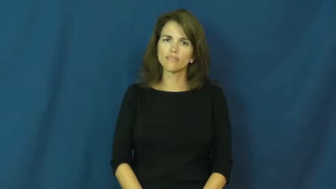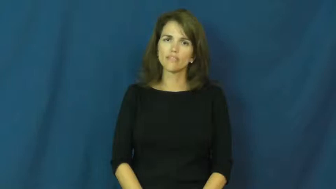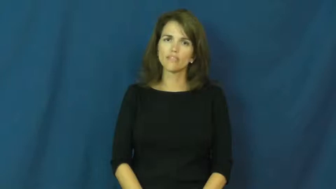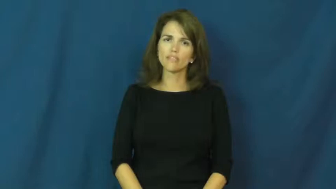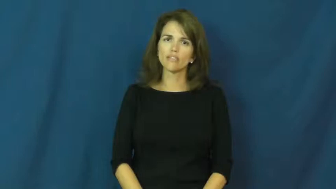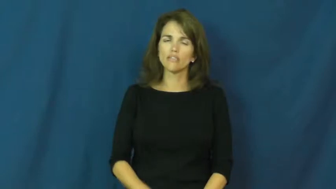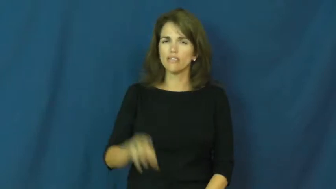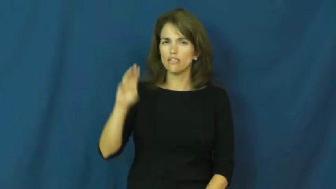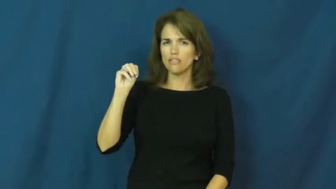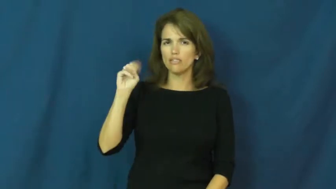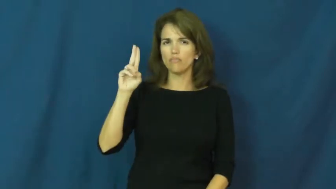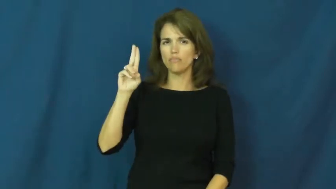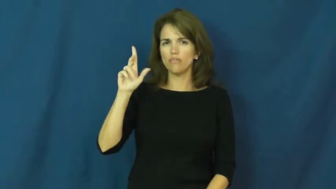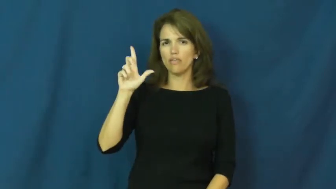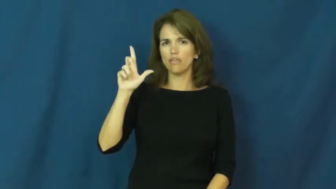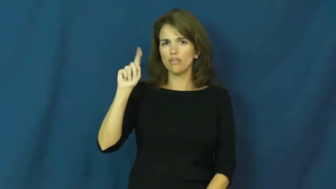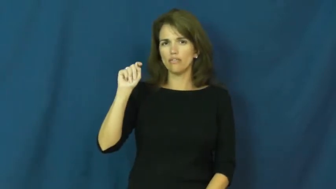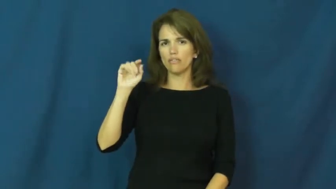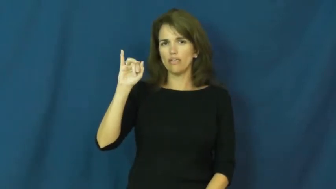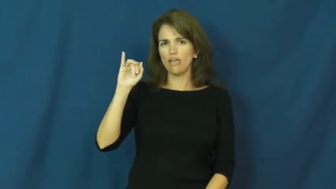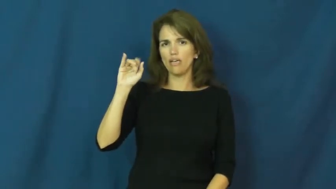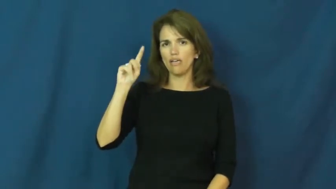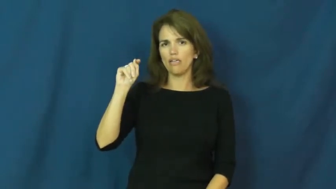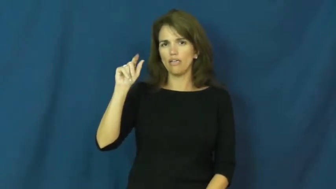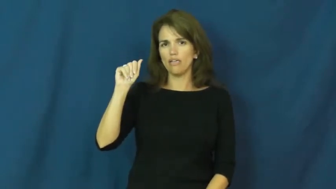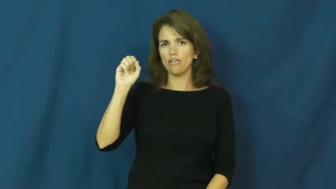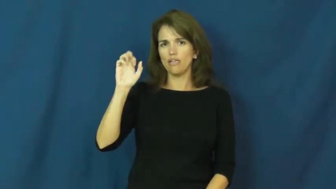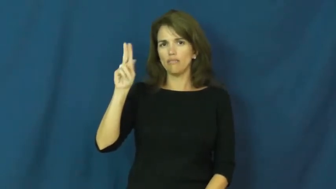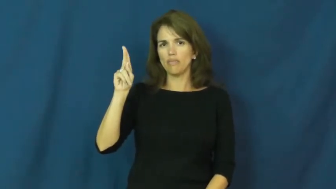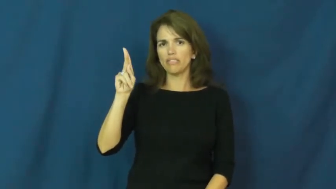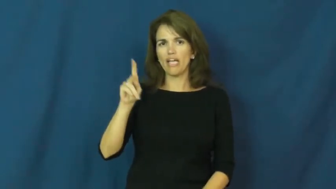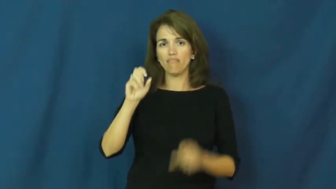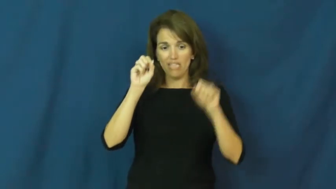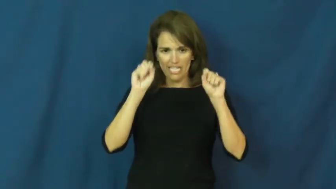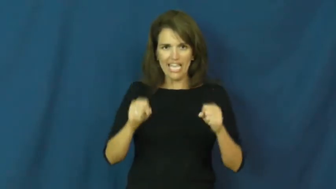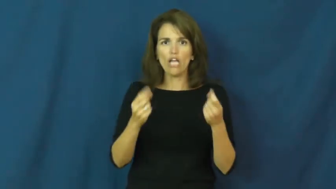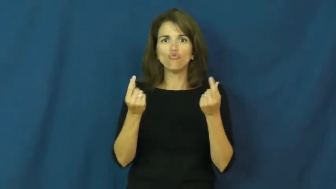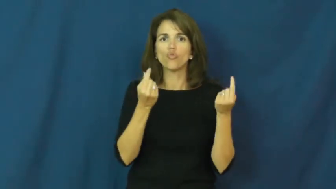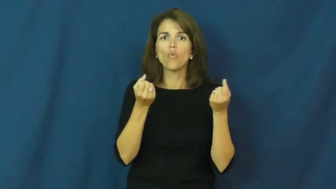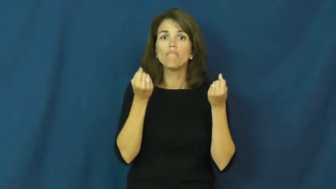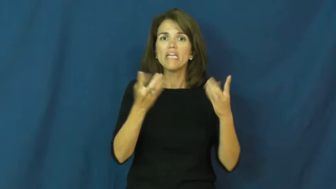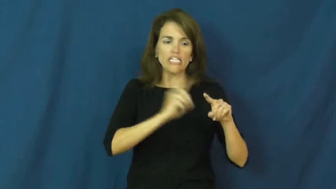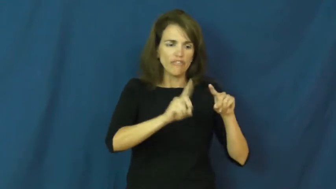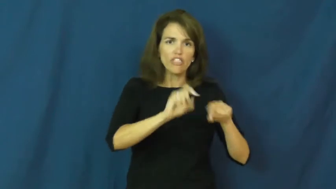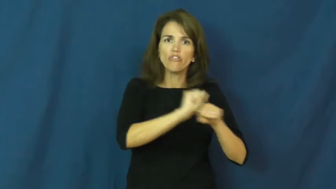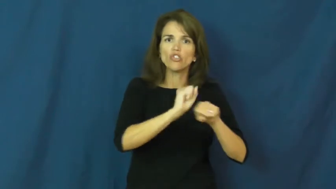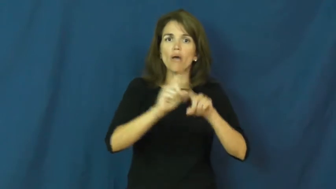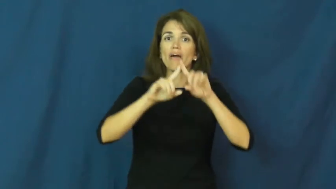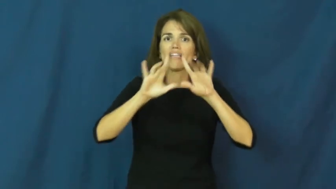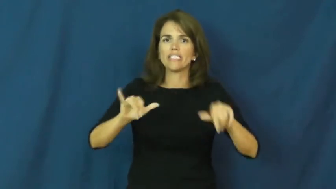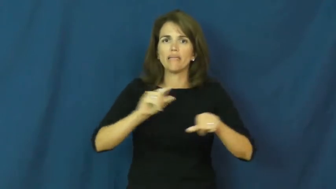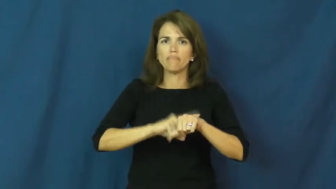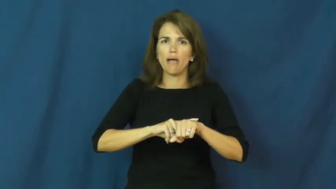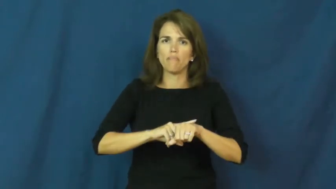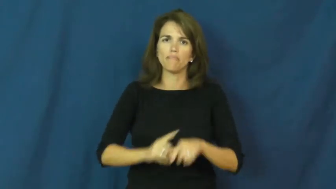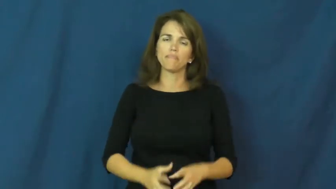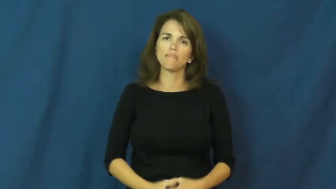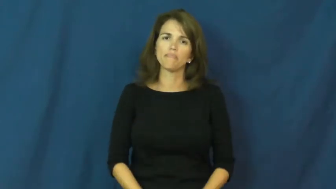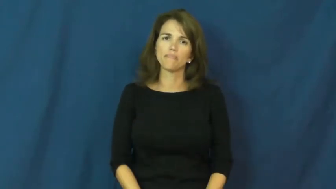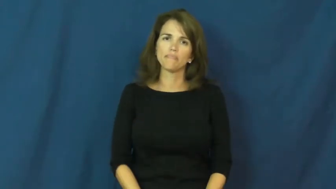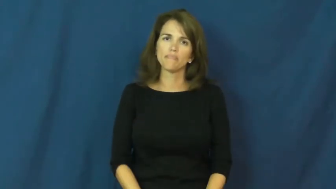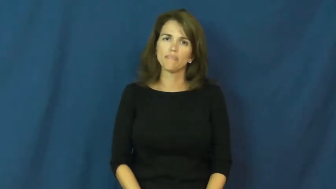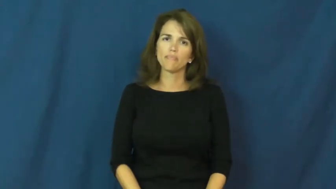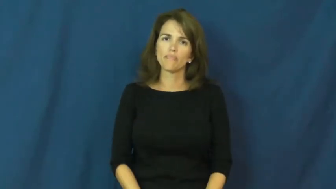multitask